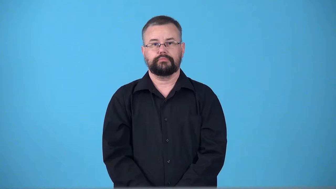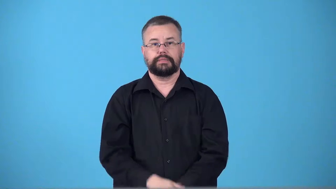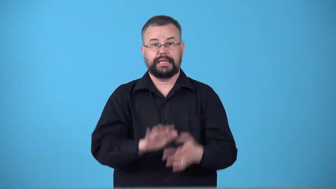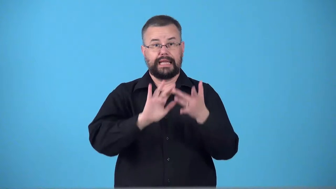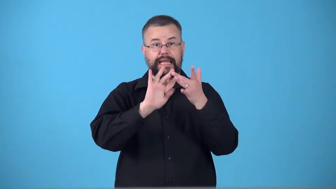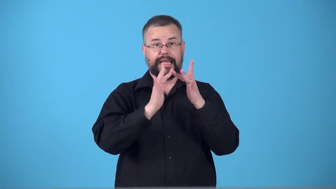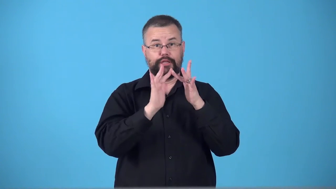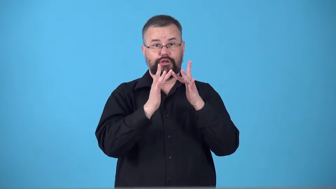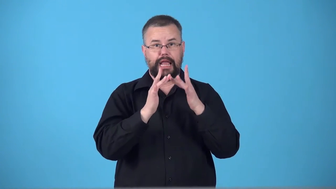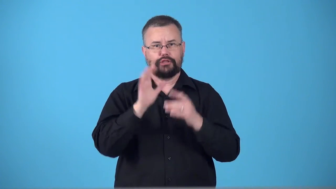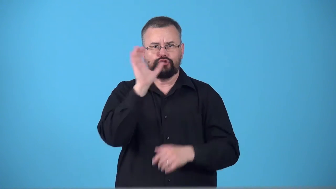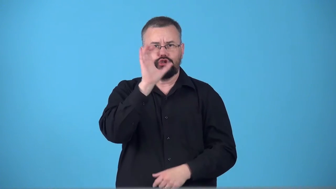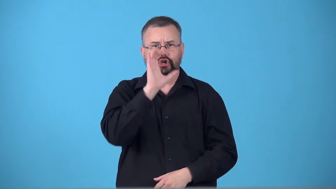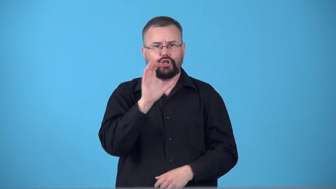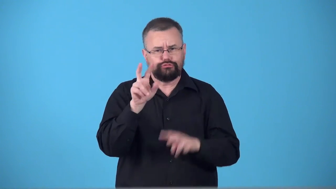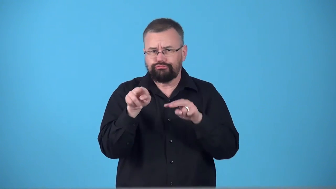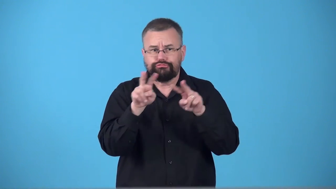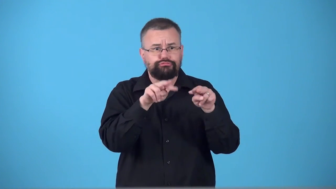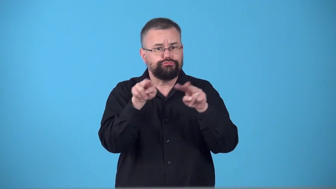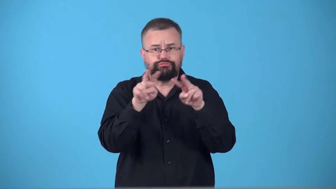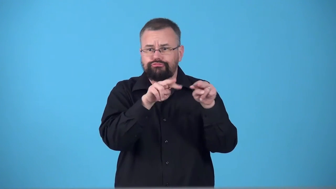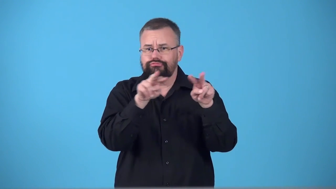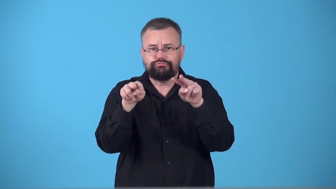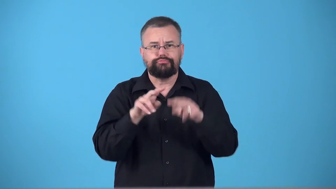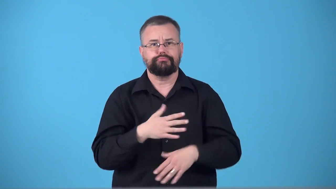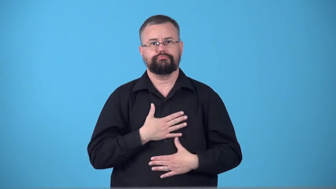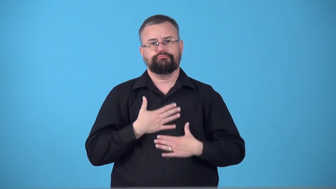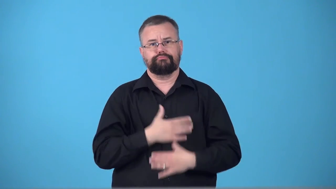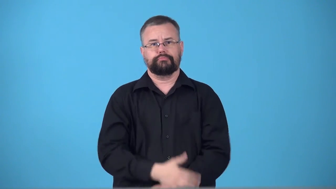surf-internet